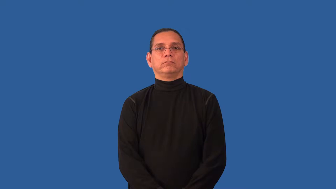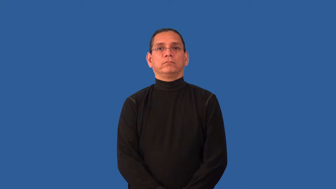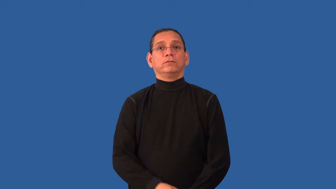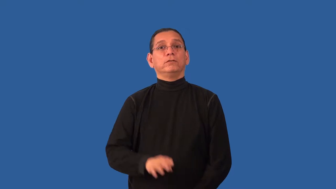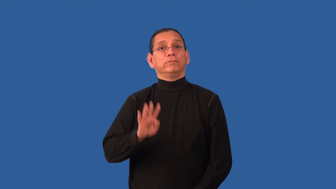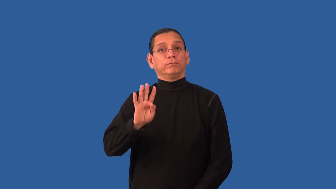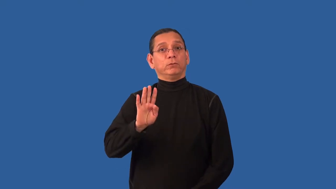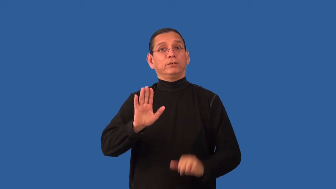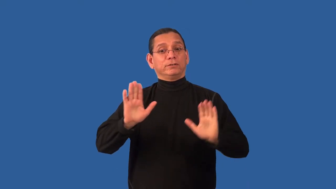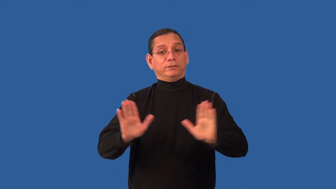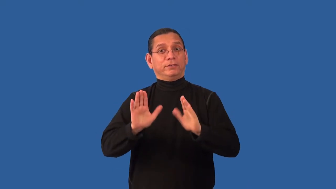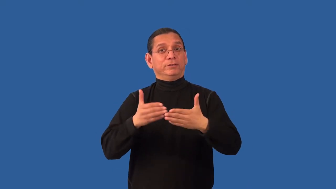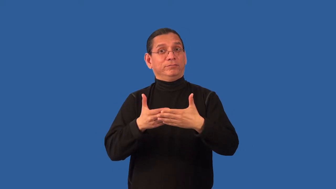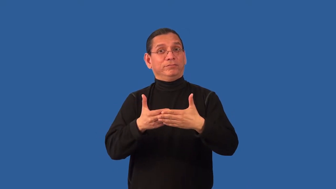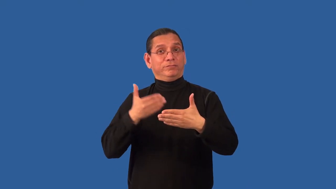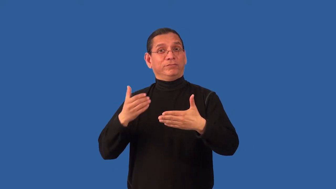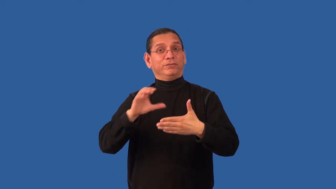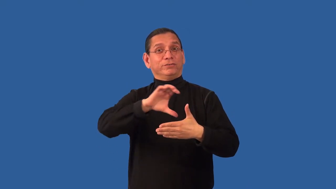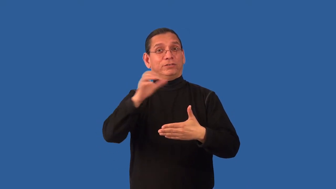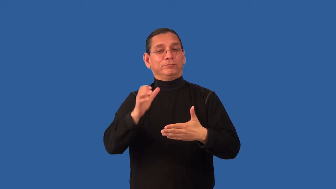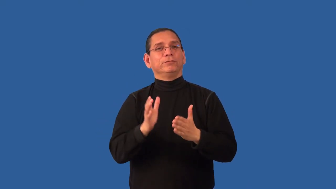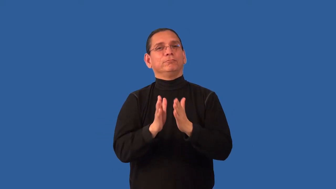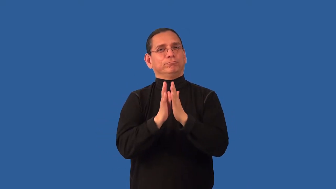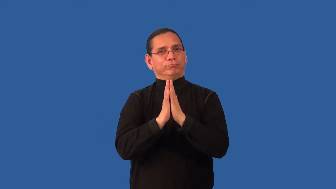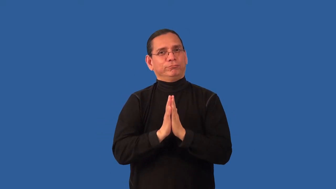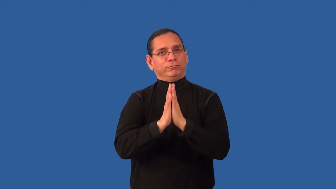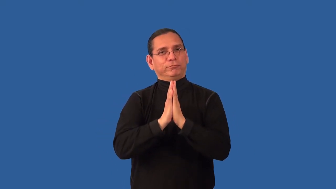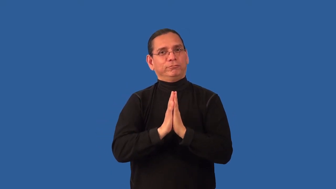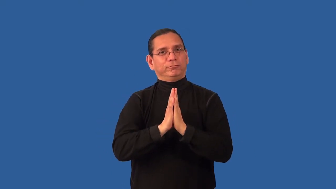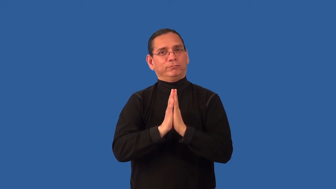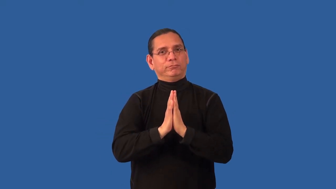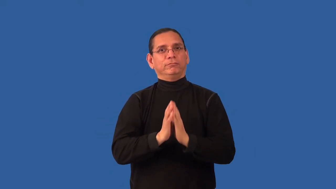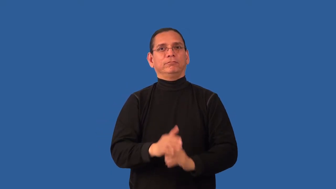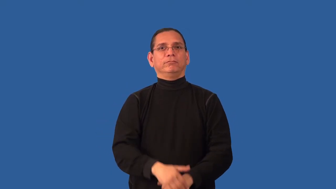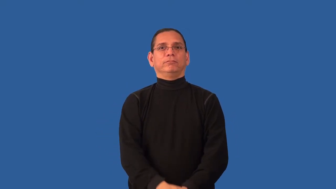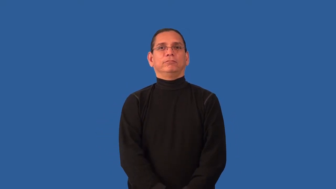advent-church